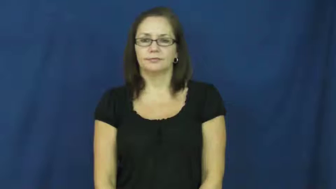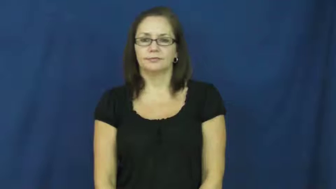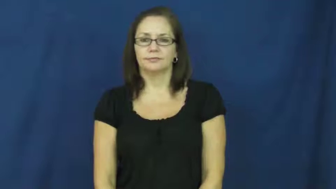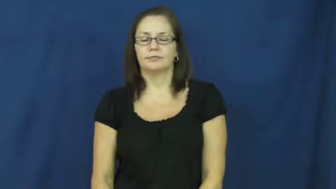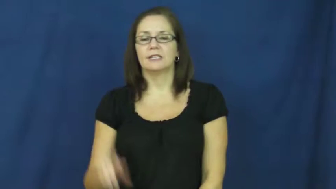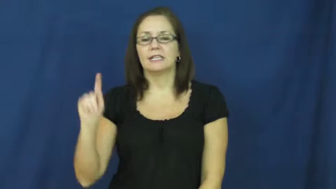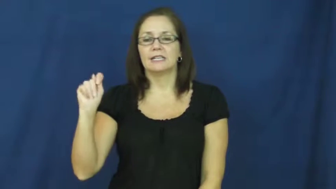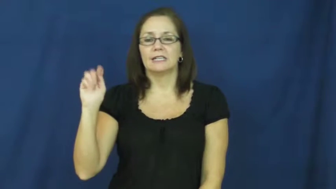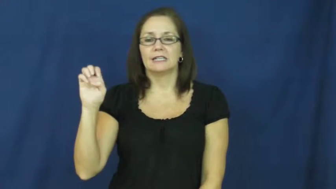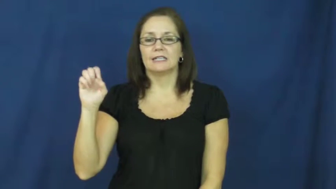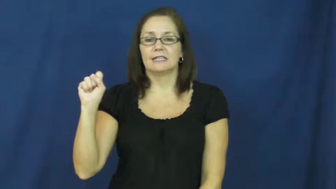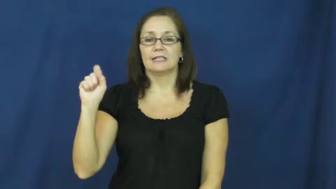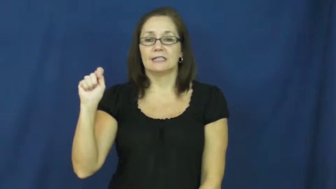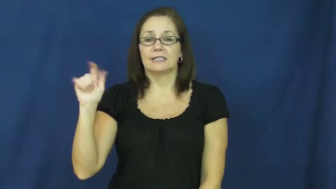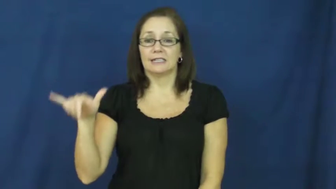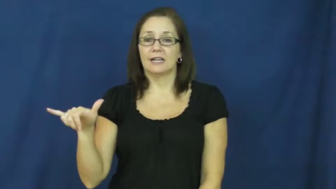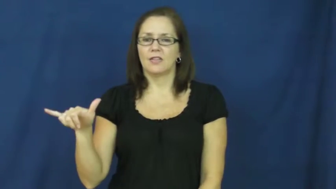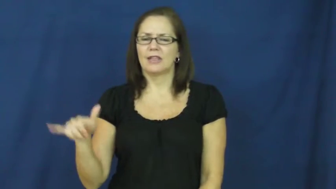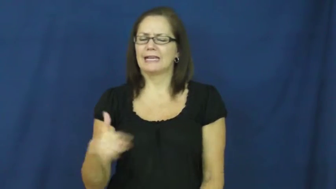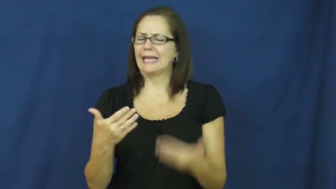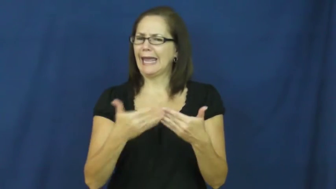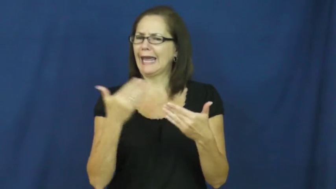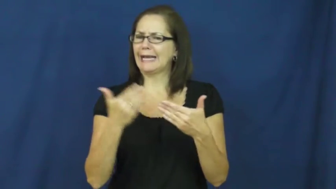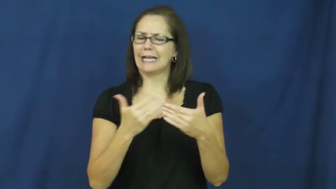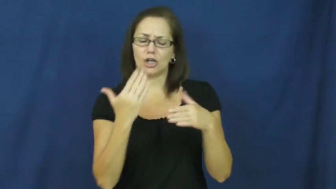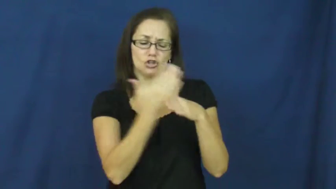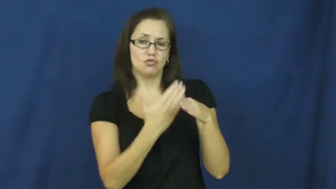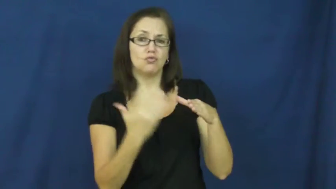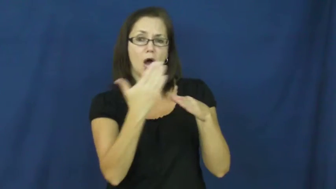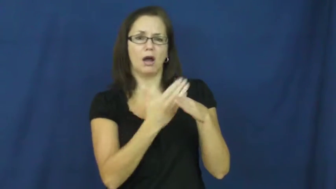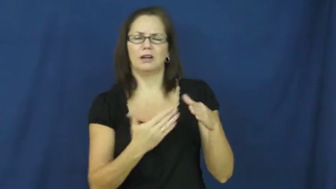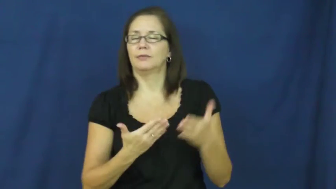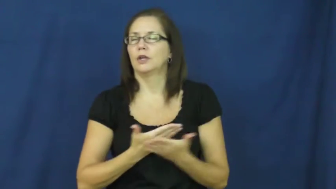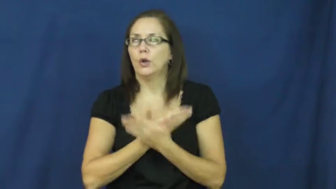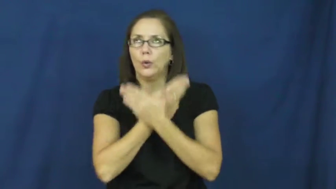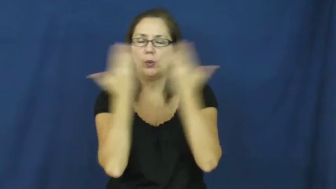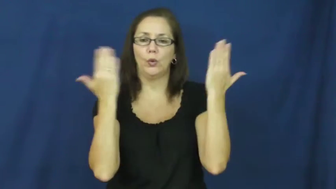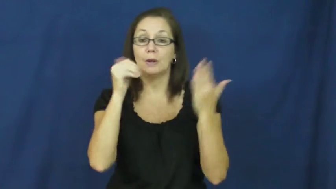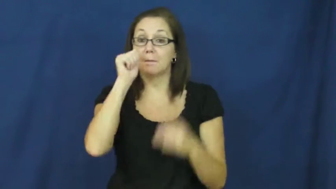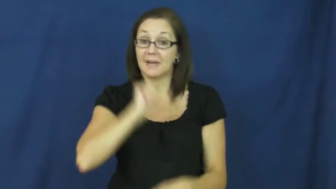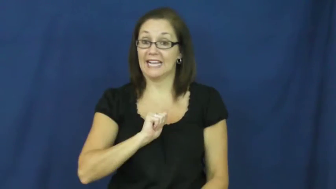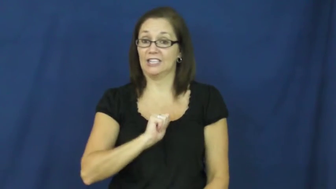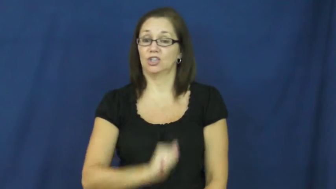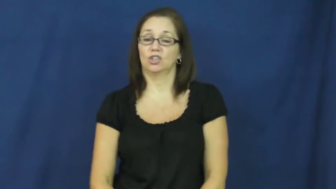testy